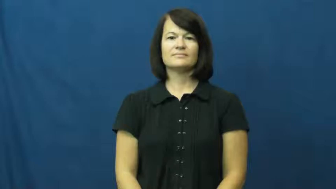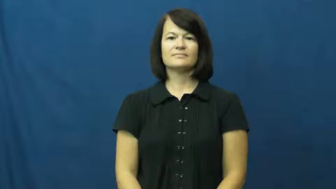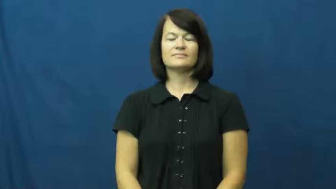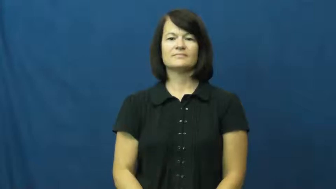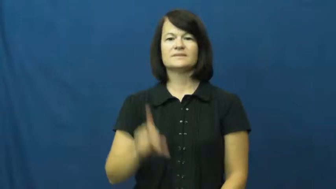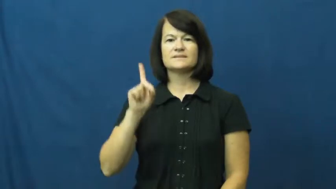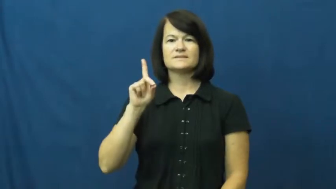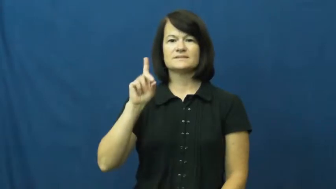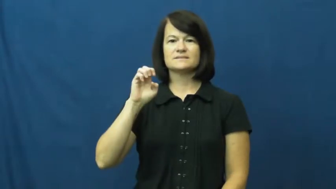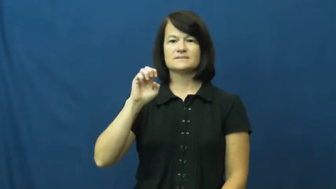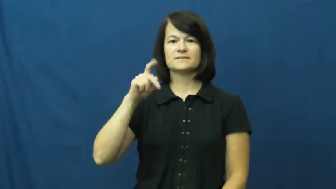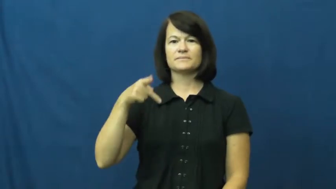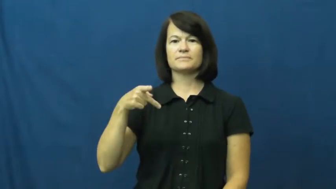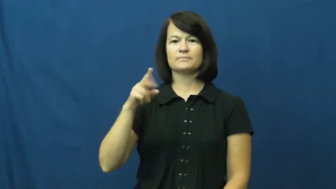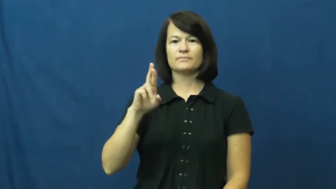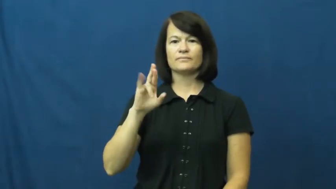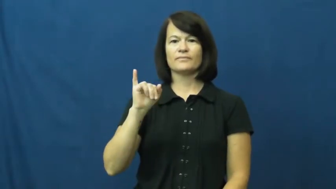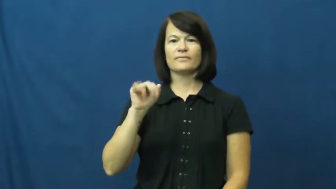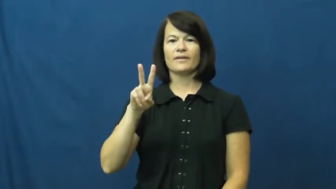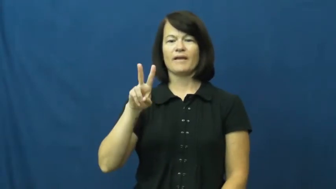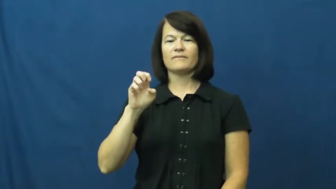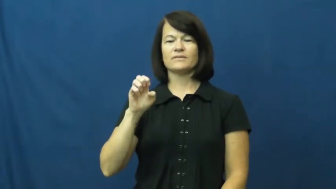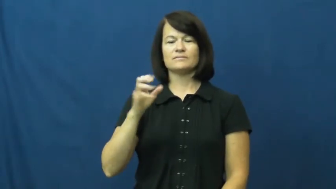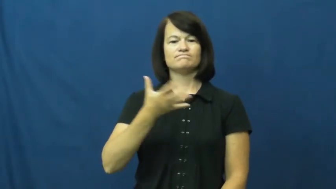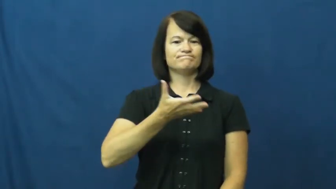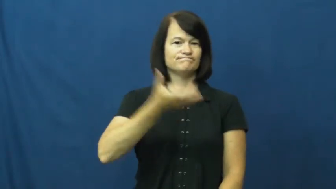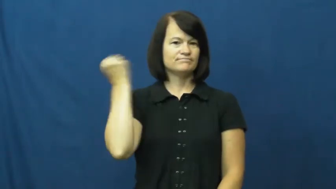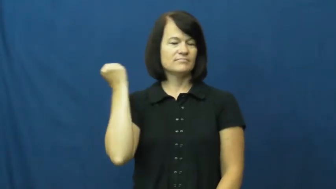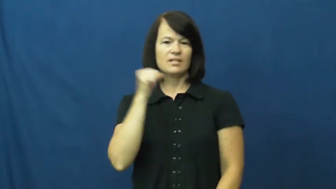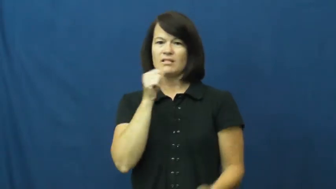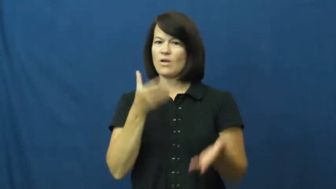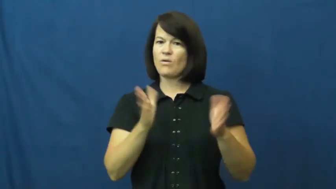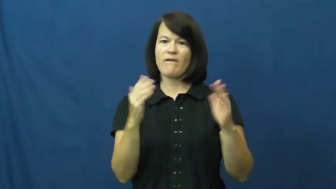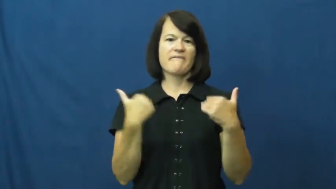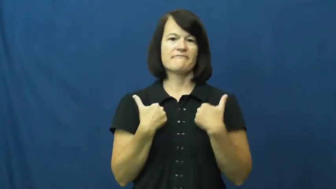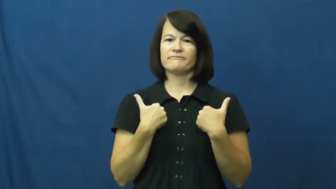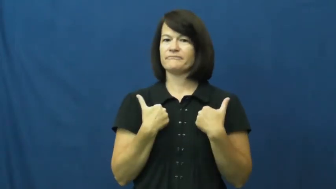deprive